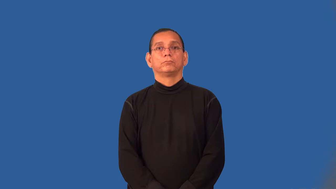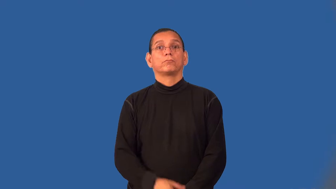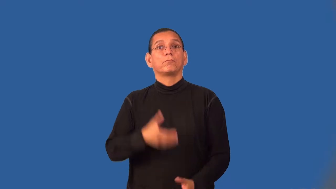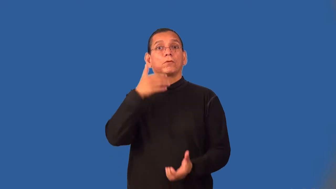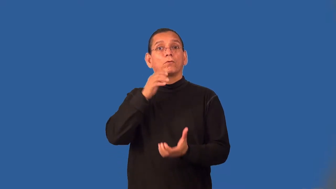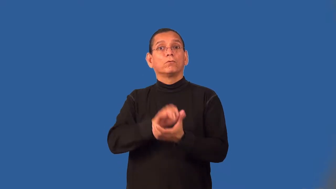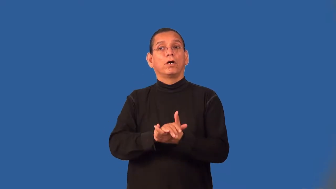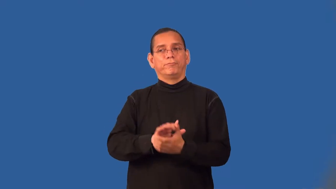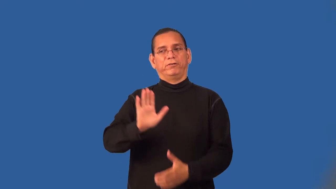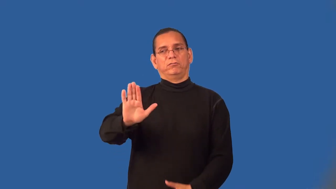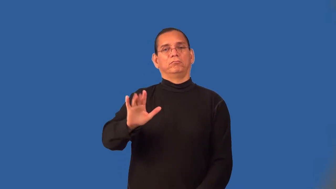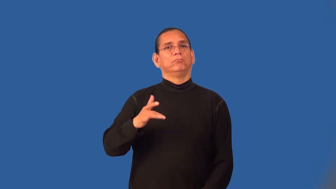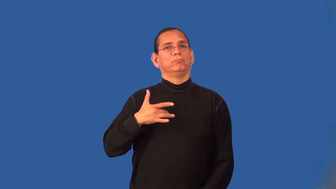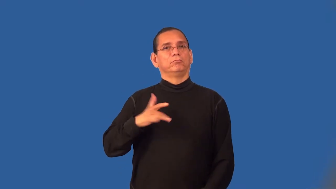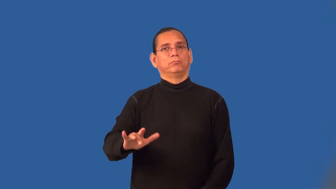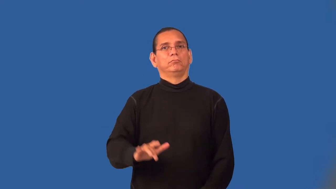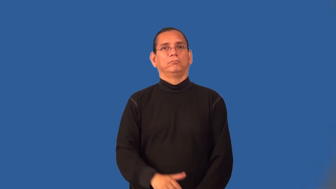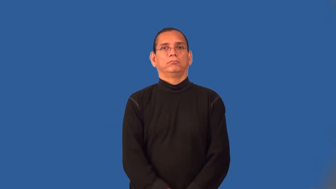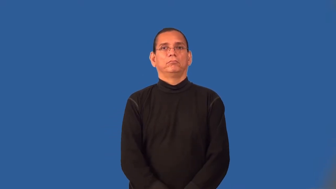wifely,wifelike